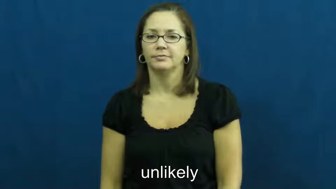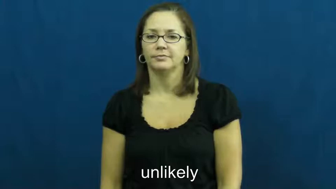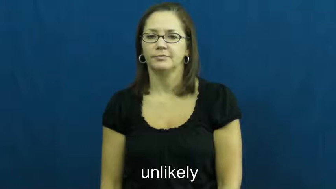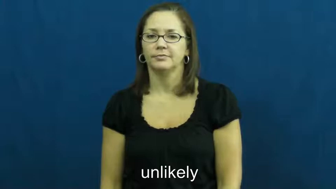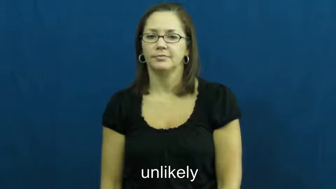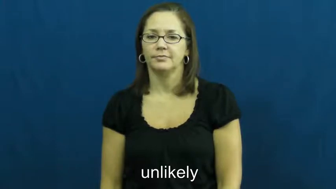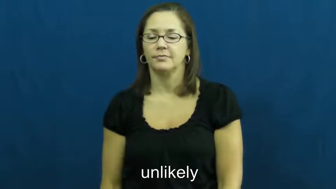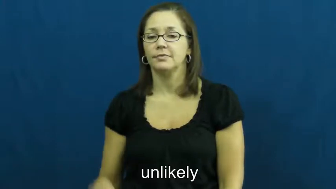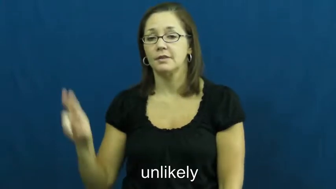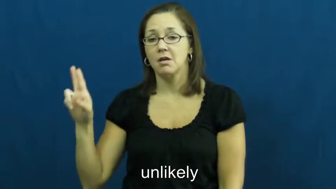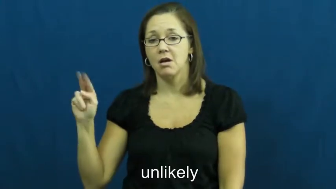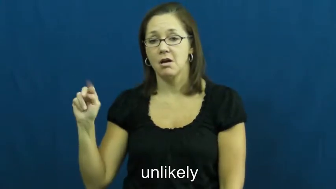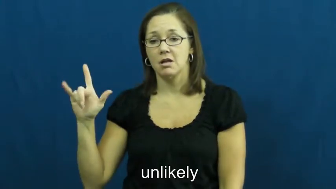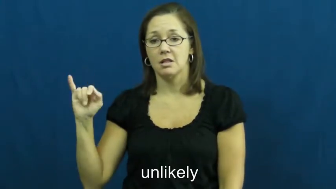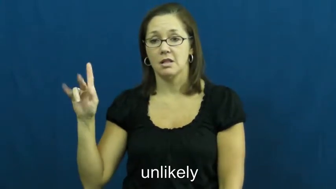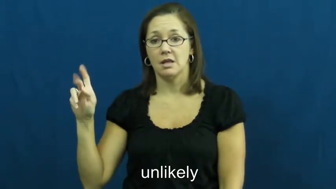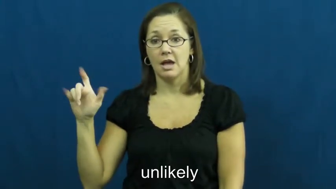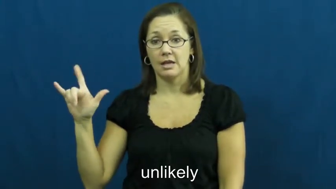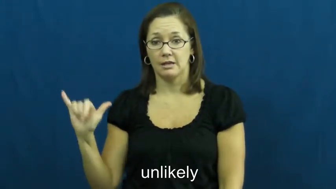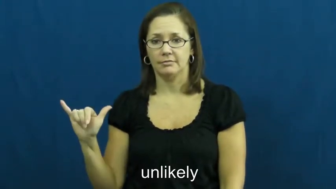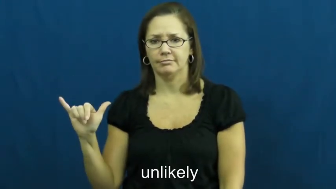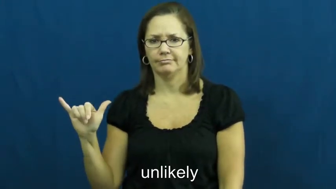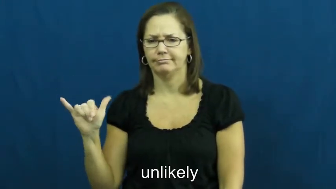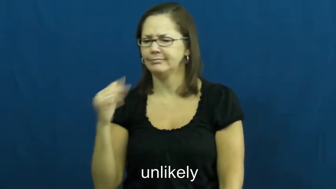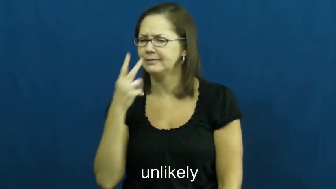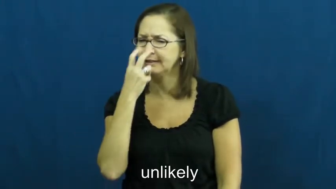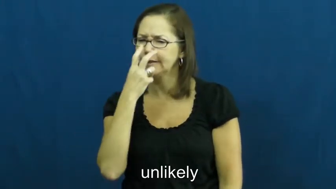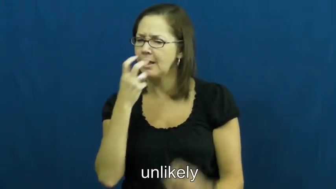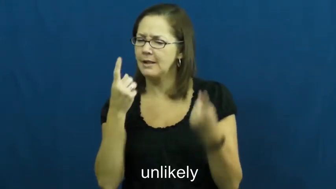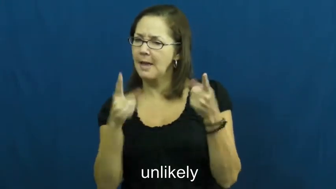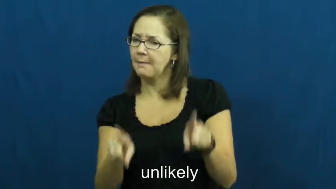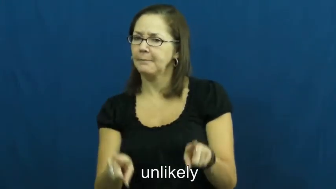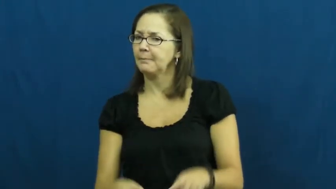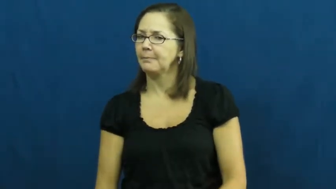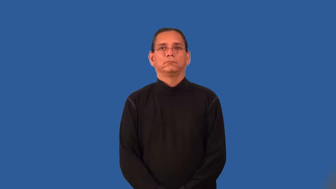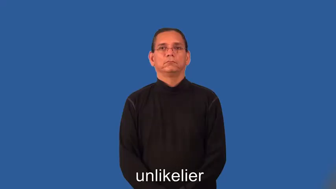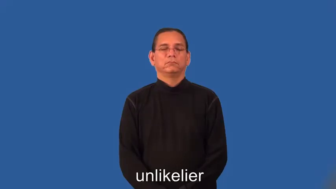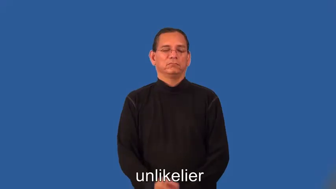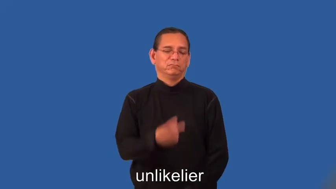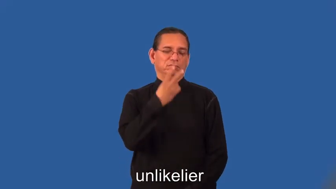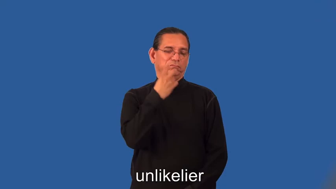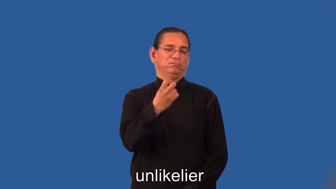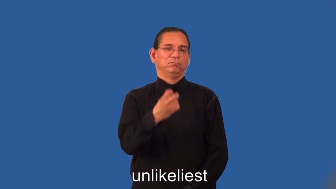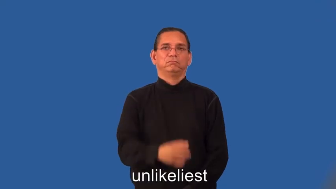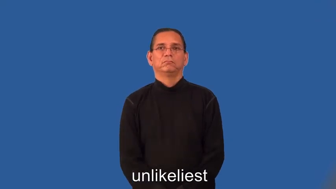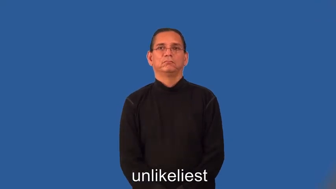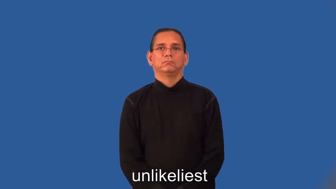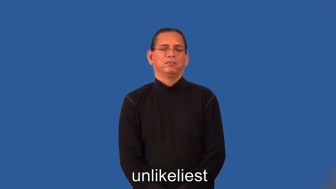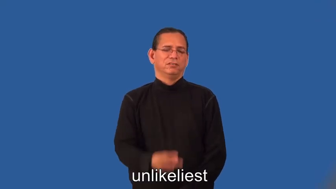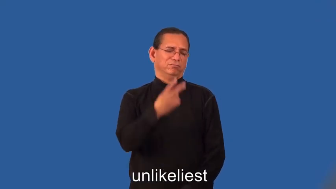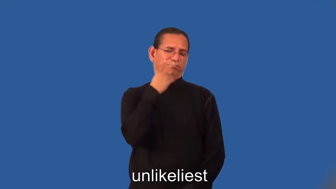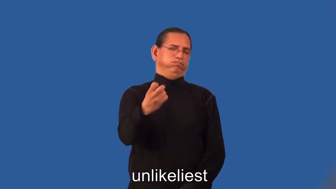unlikelier,unlikeliest